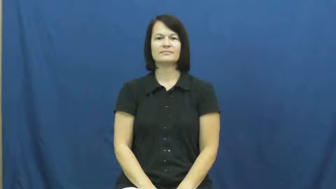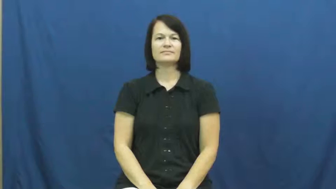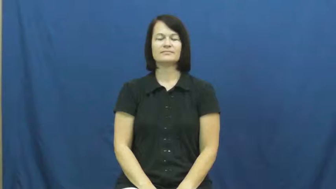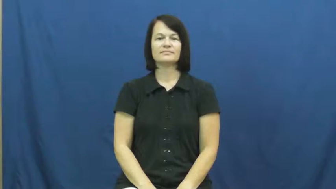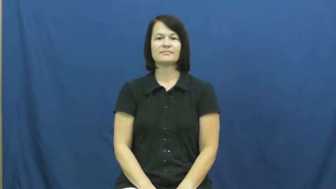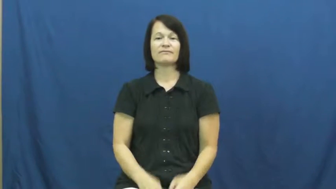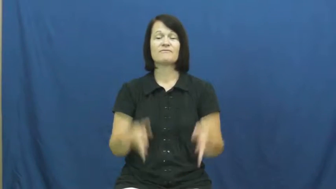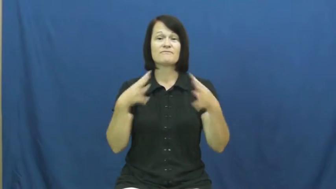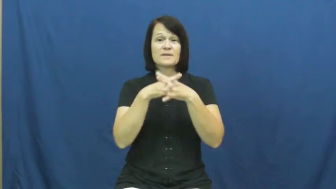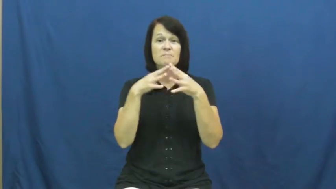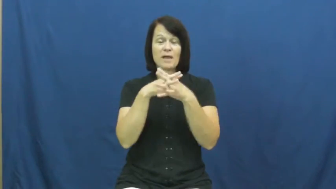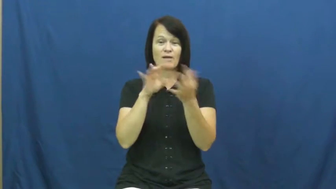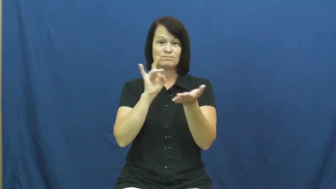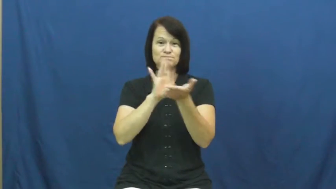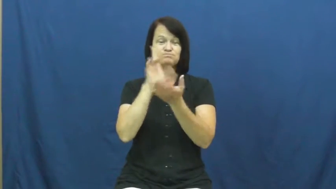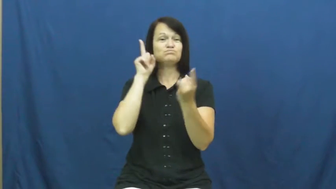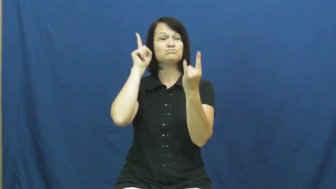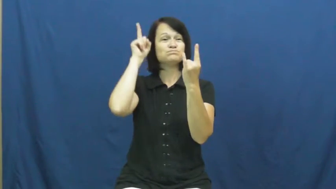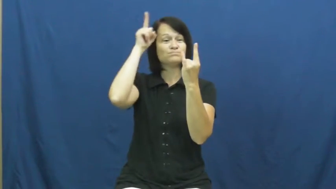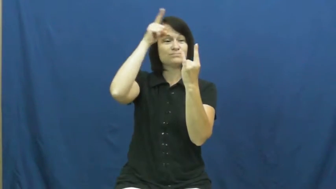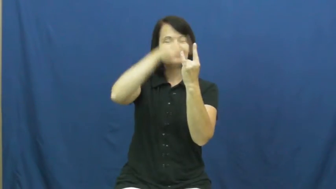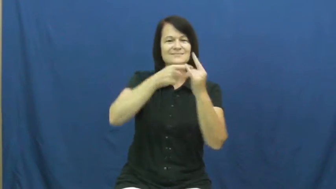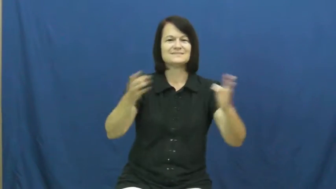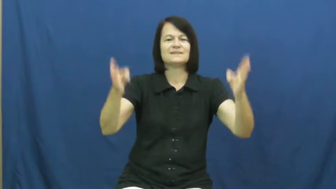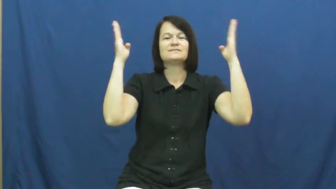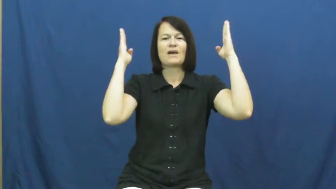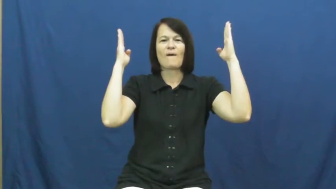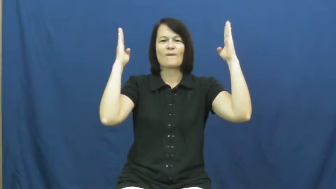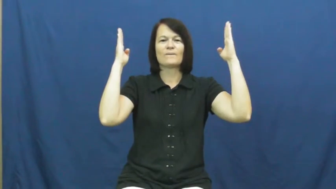field goal